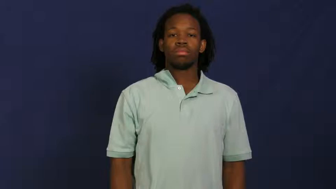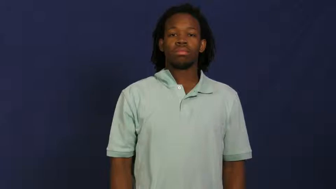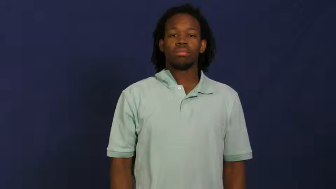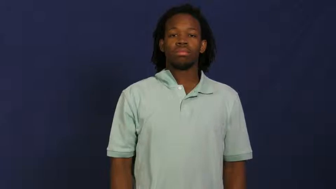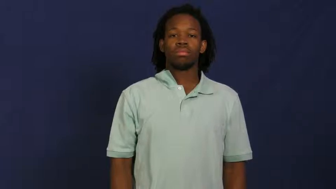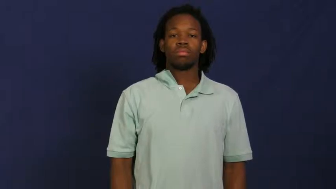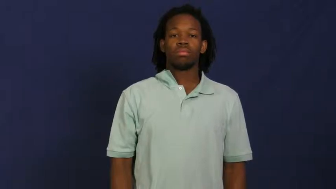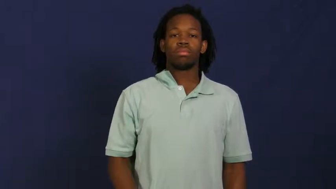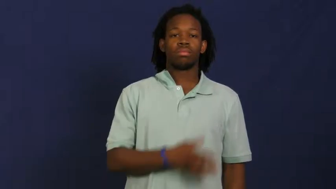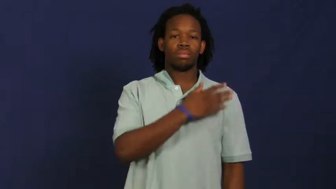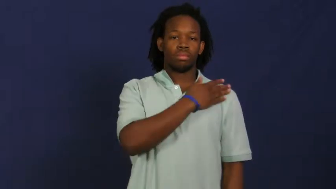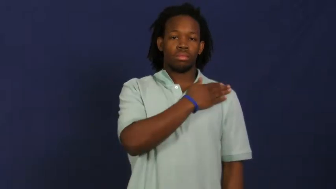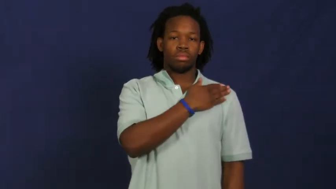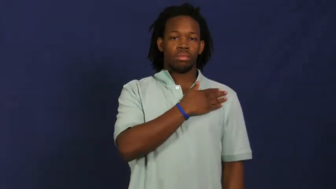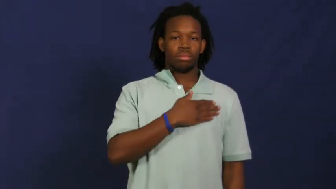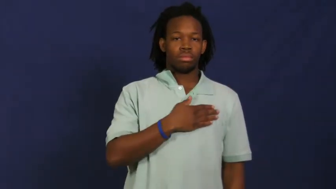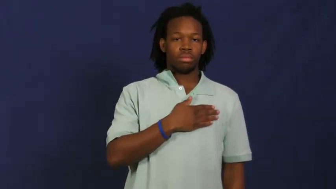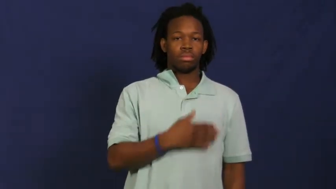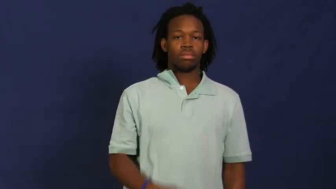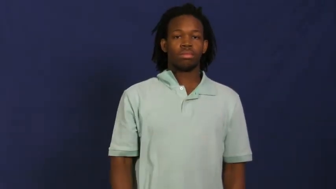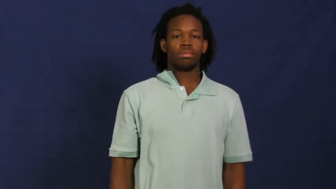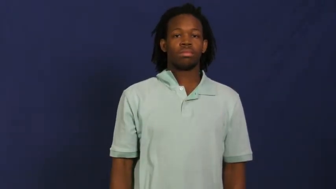patch-cloth